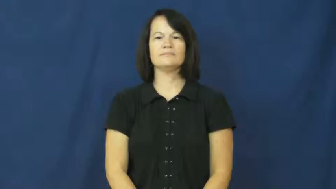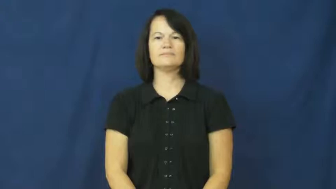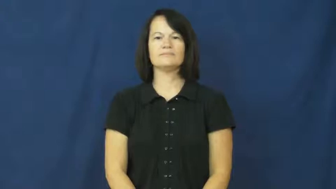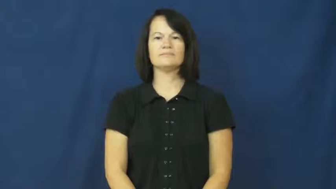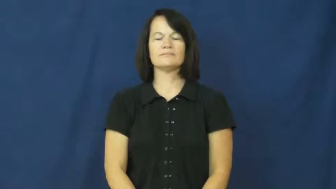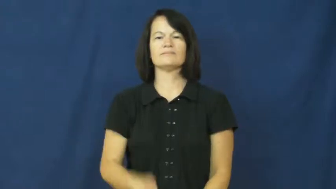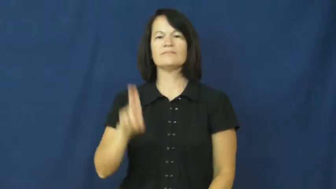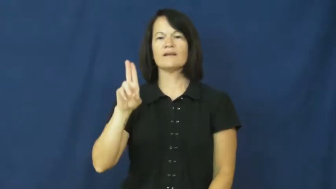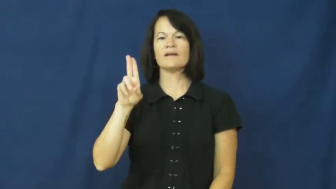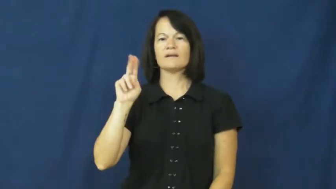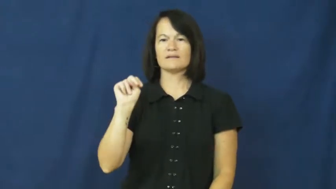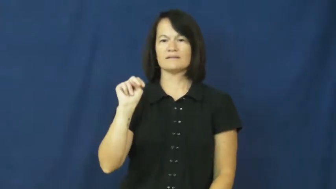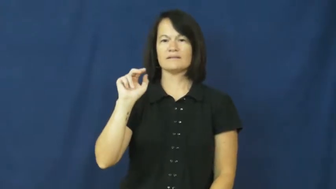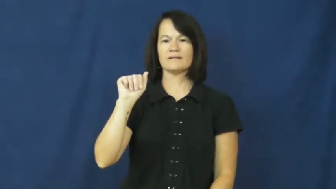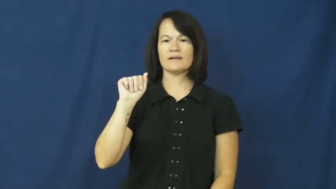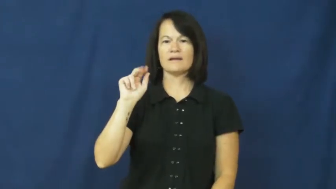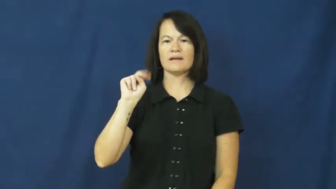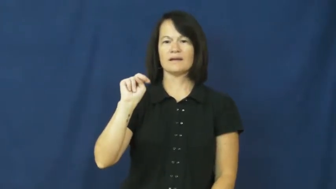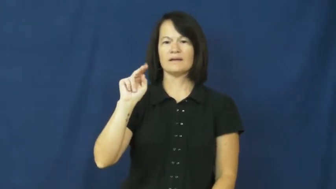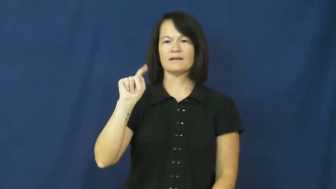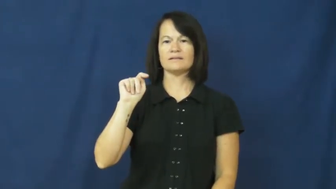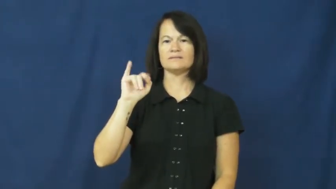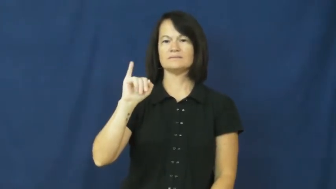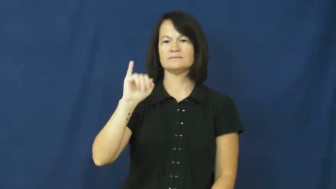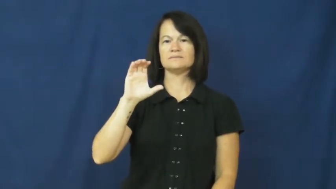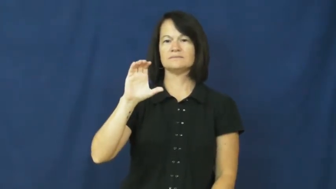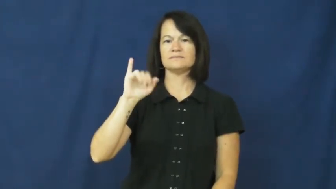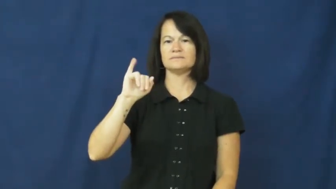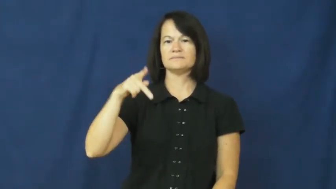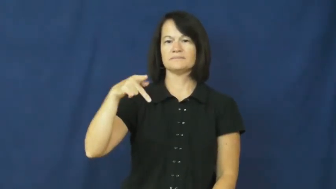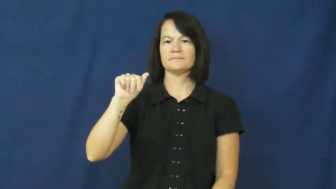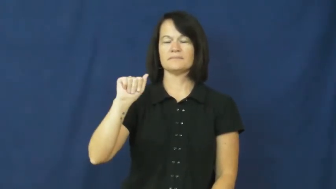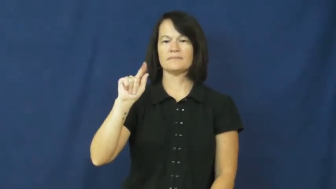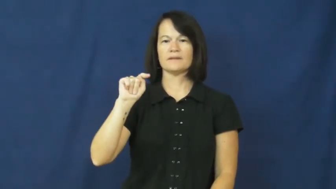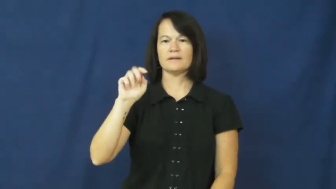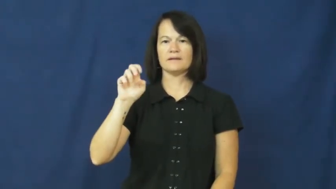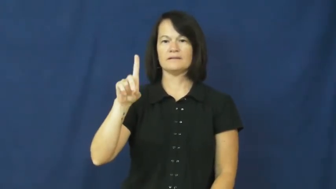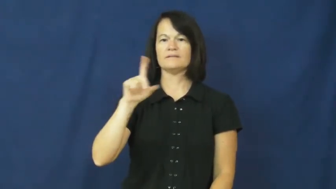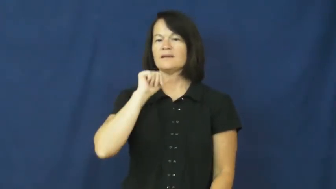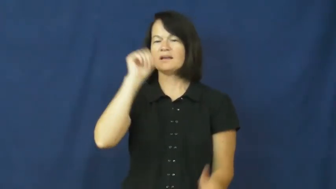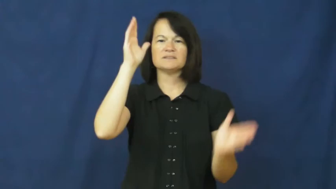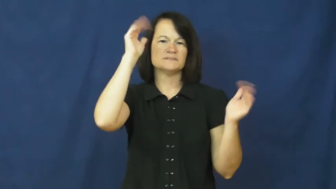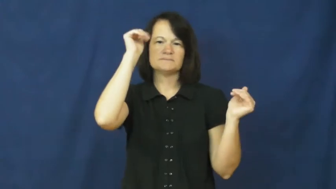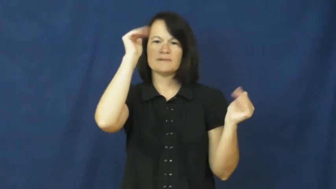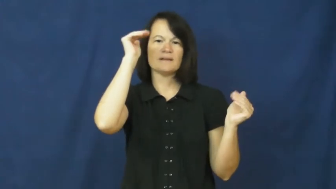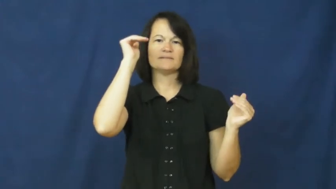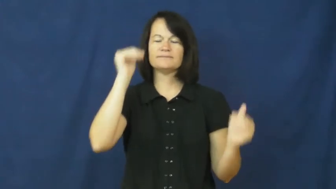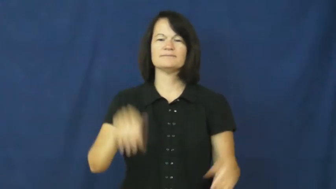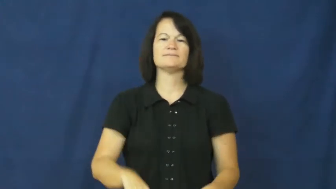unanticipated